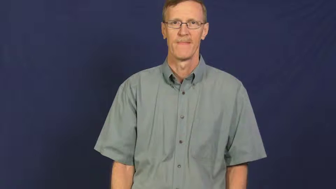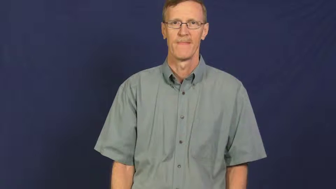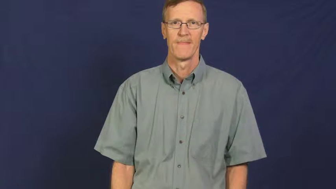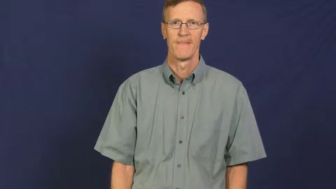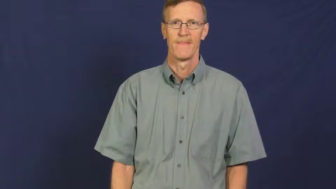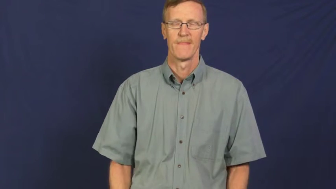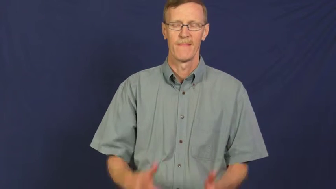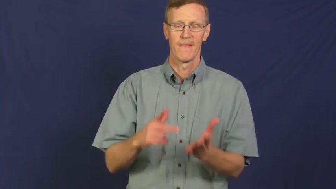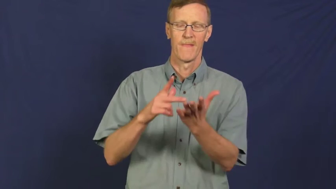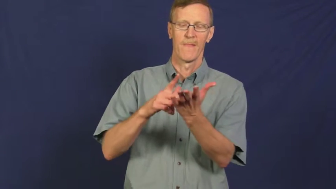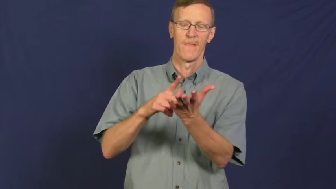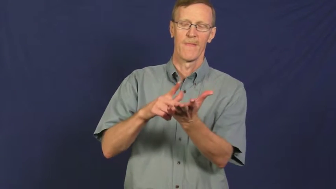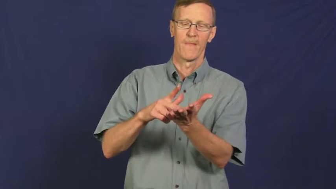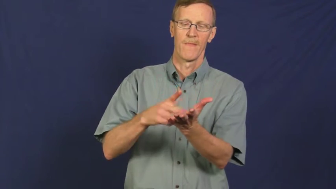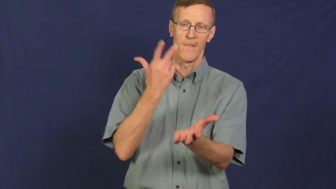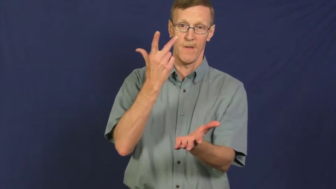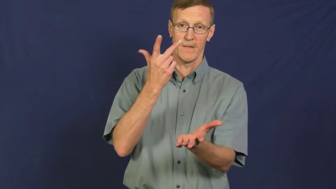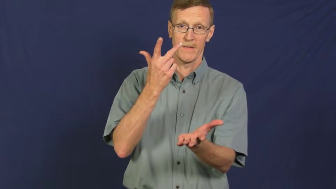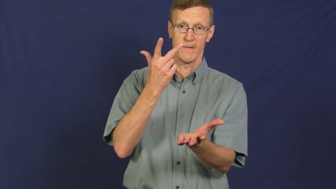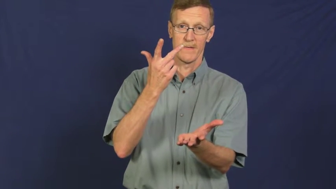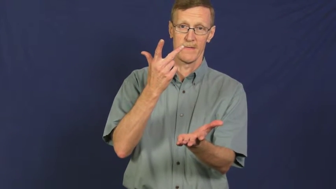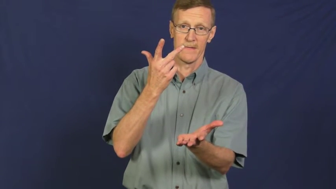thrice,threefold,triple